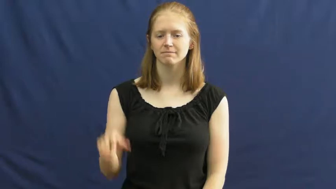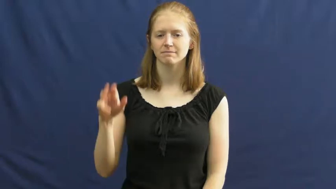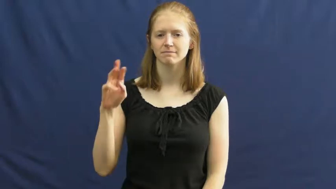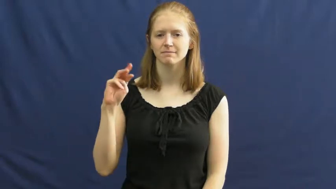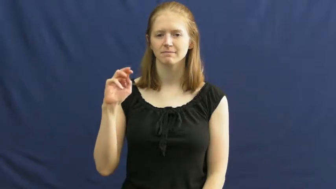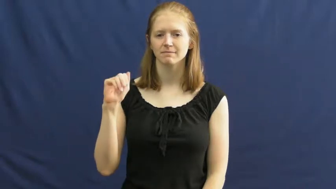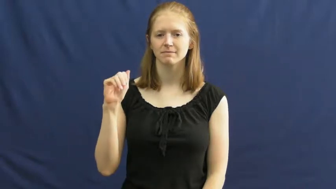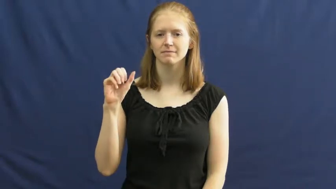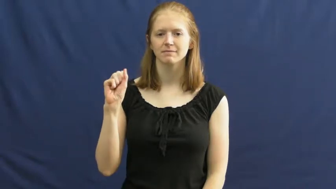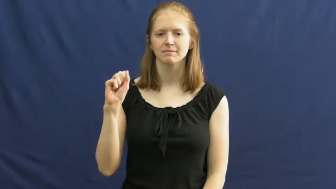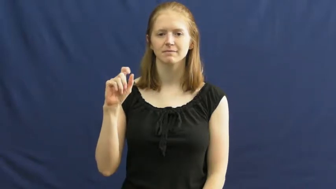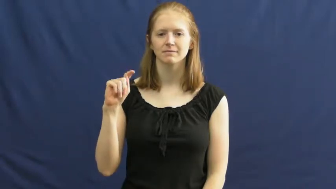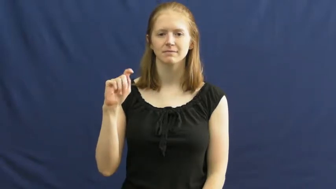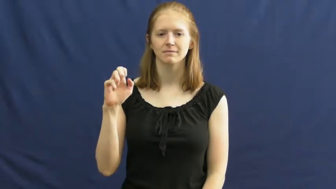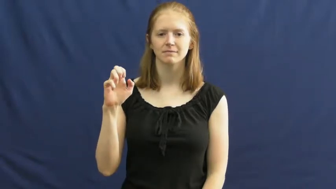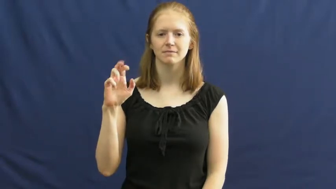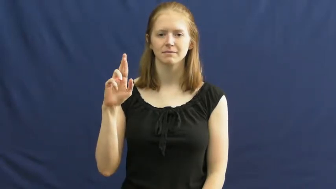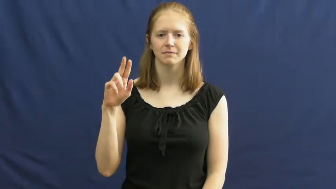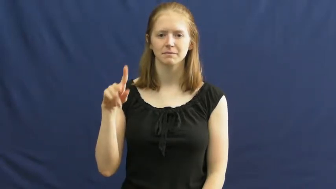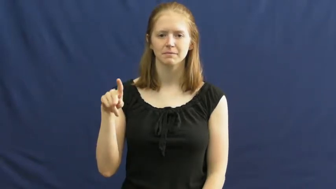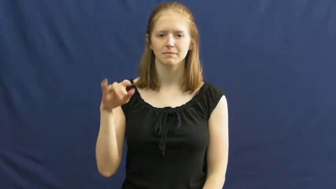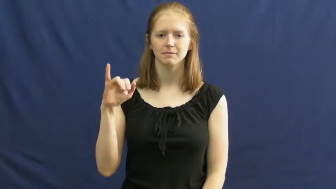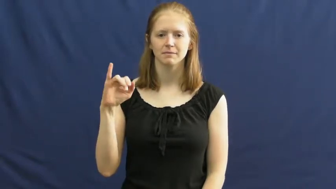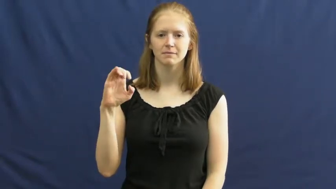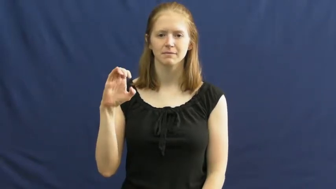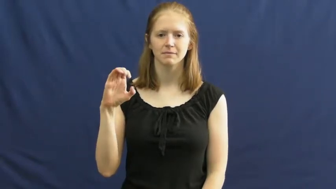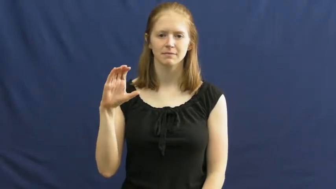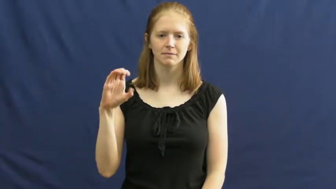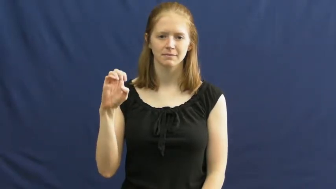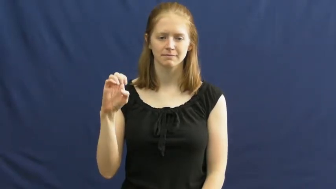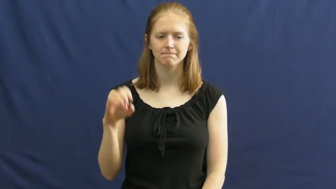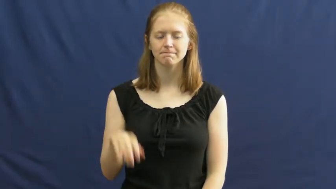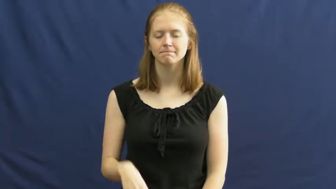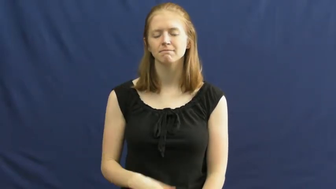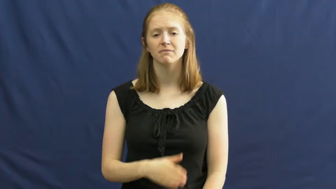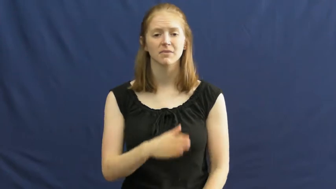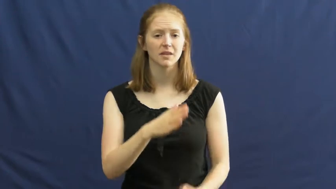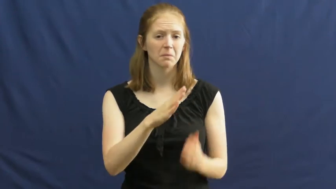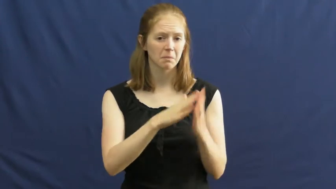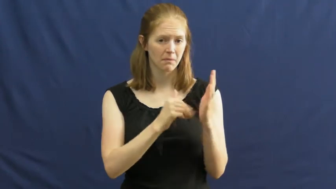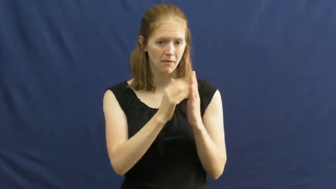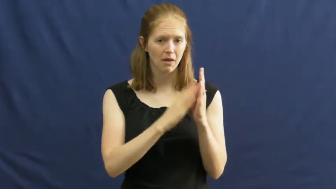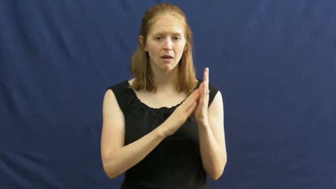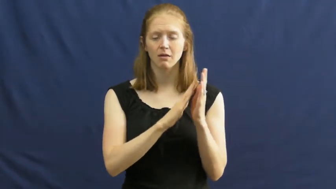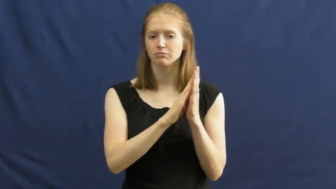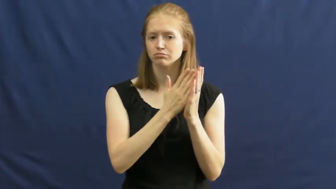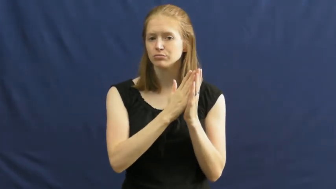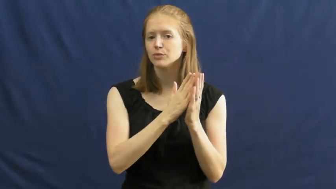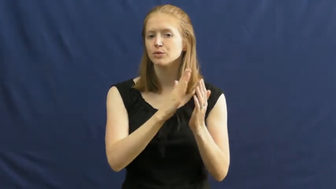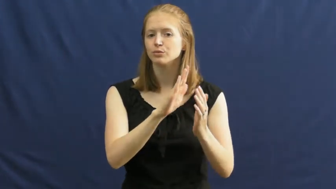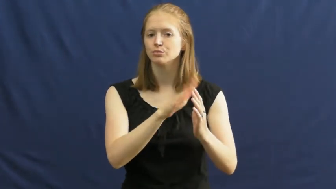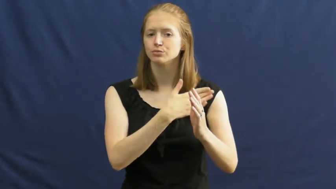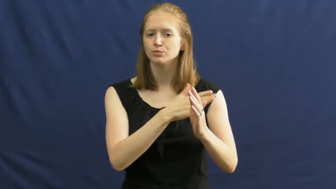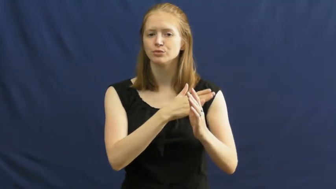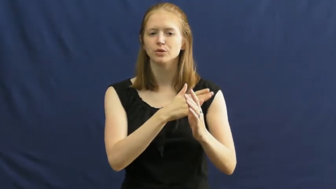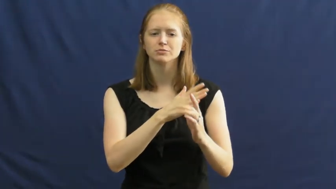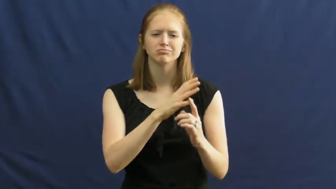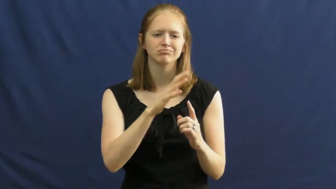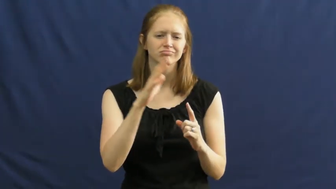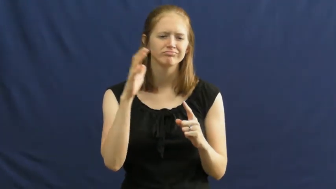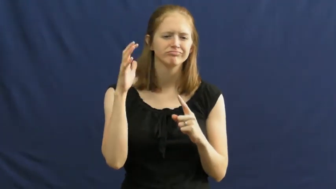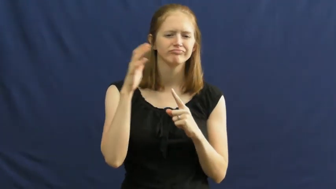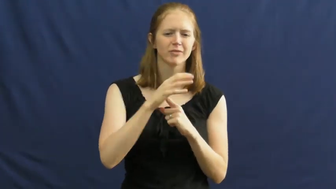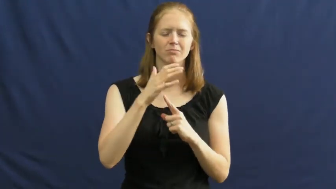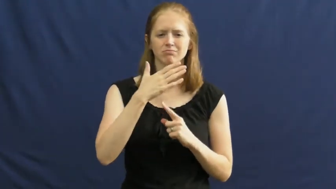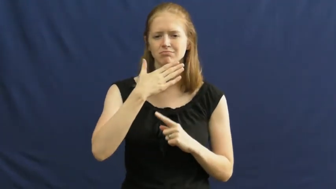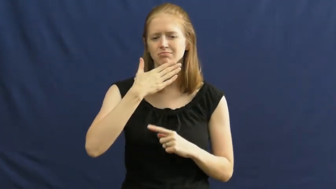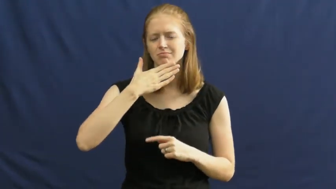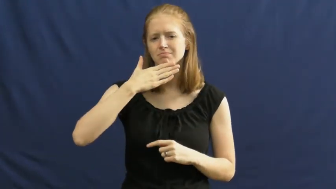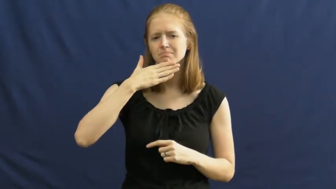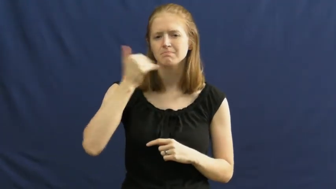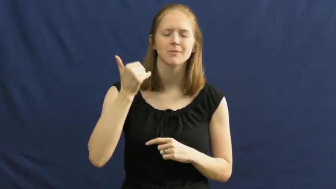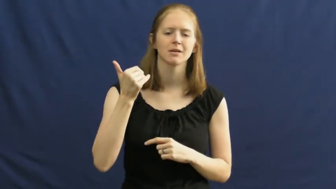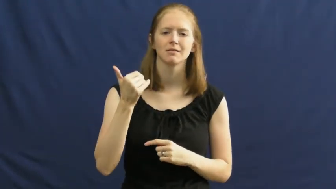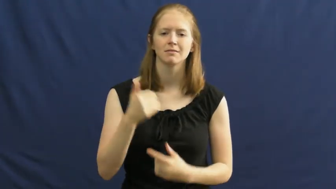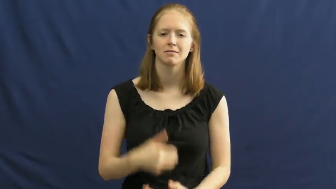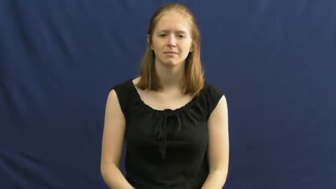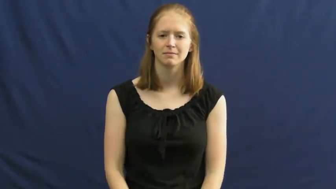masterpiece